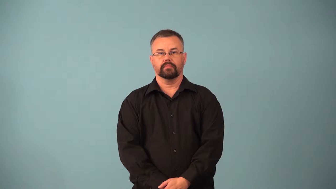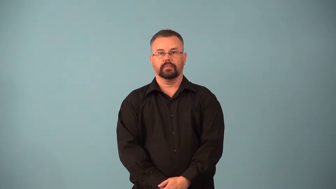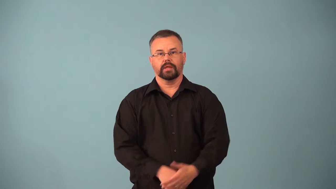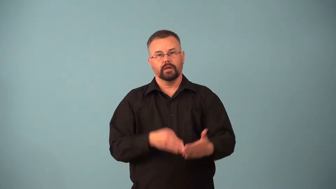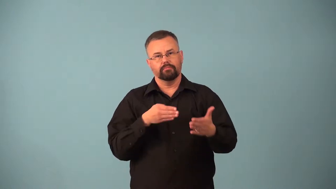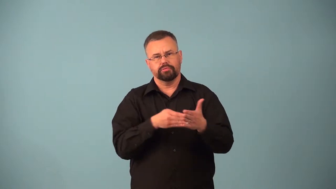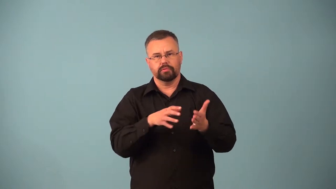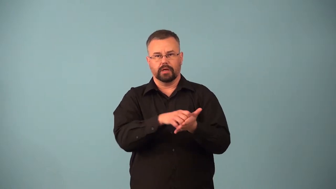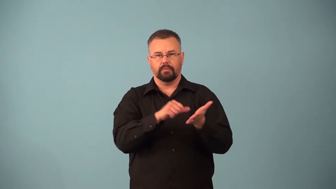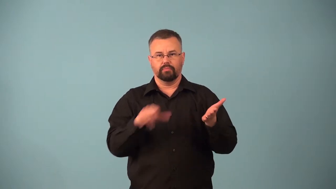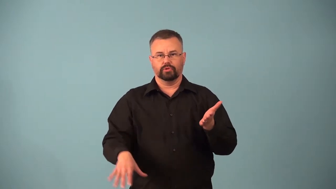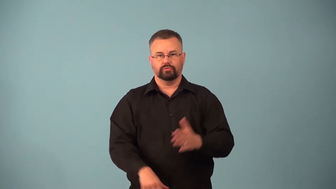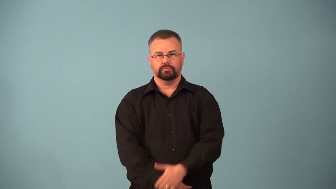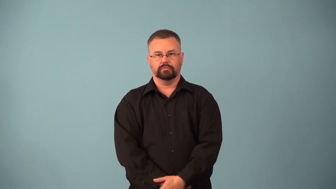antiabortion